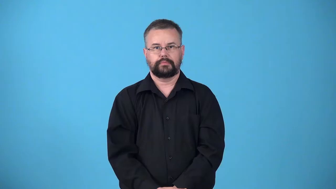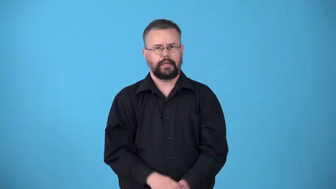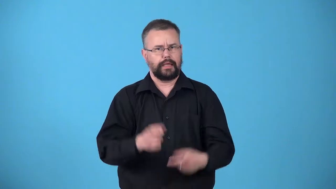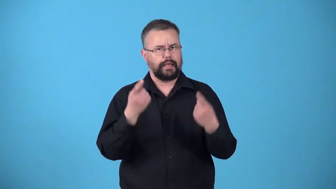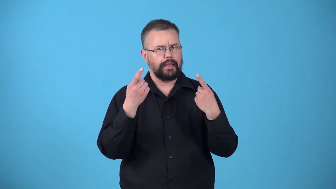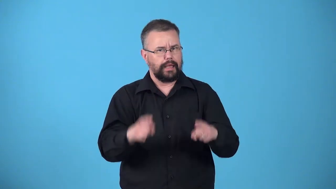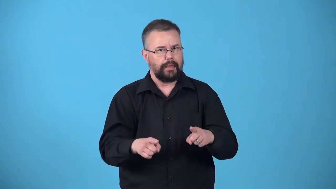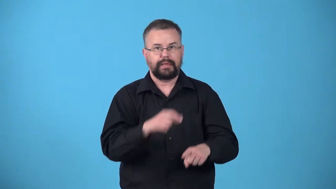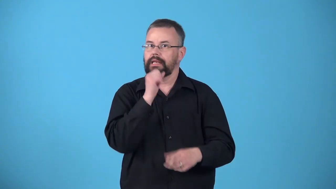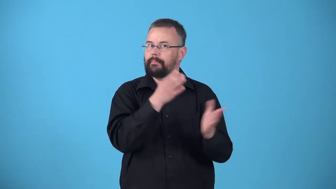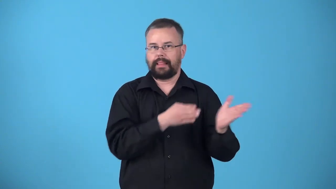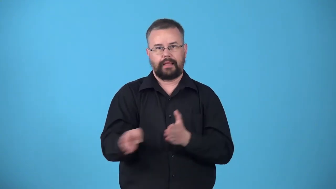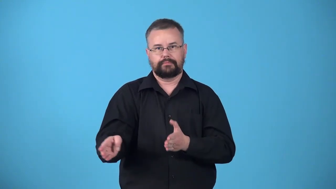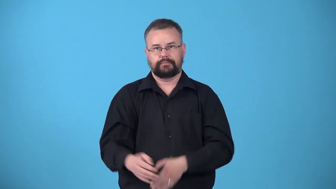unpremeditated